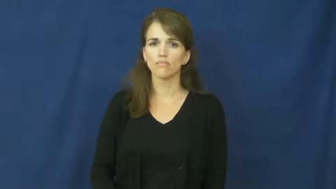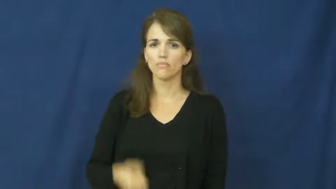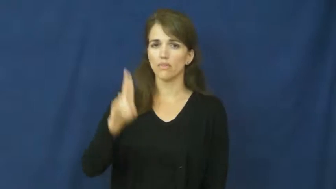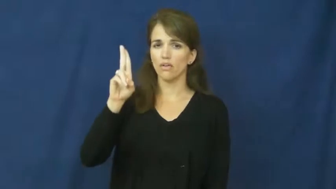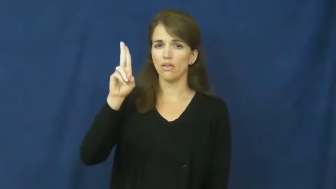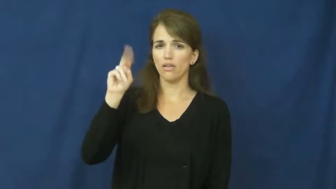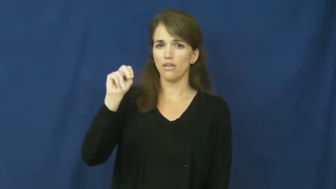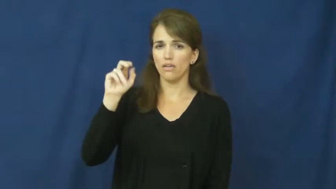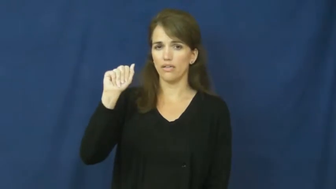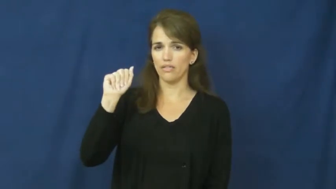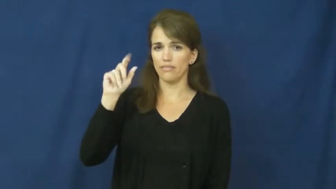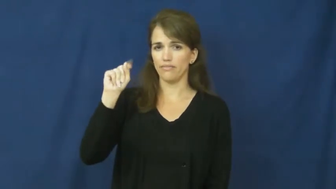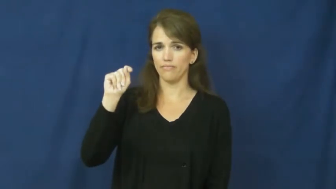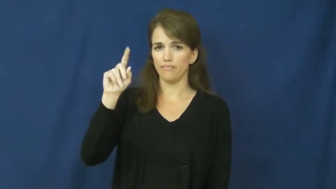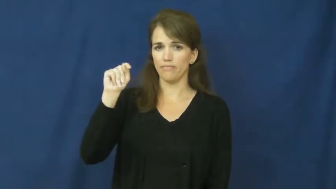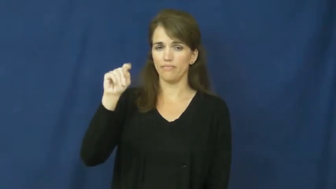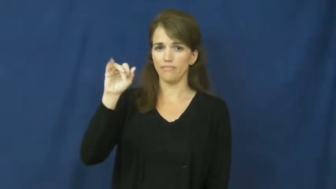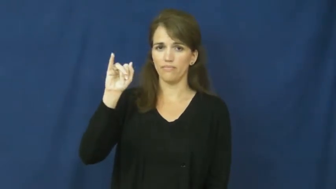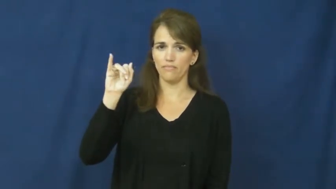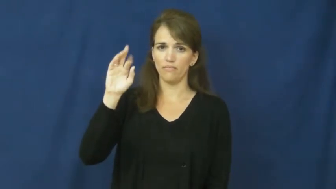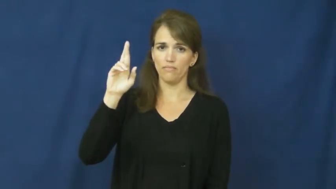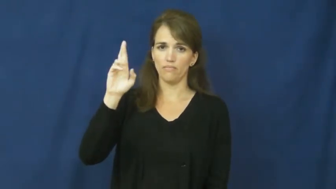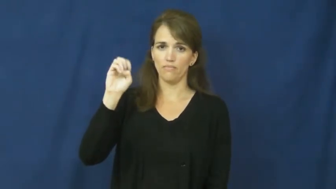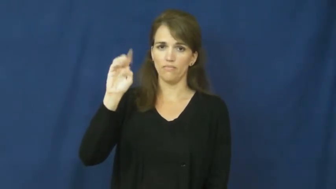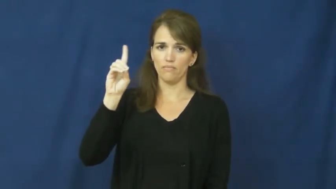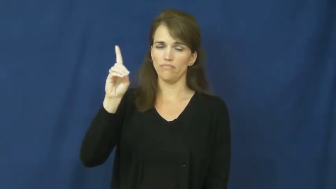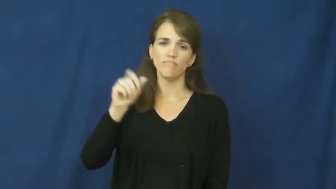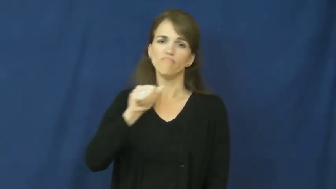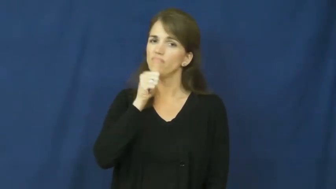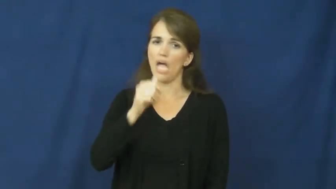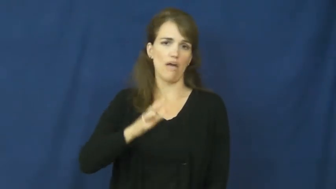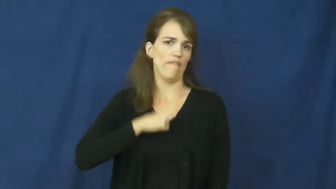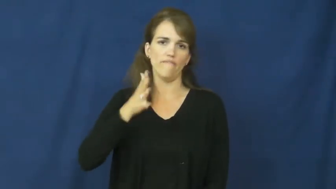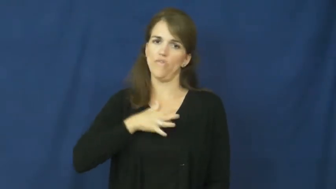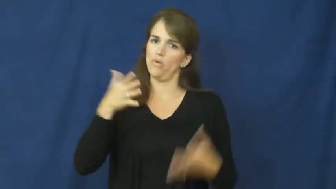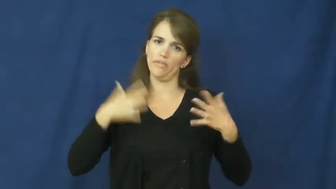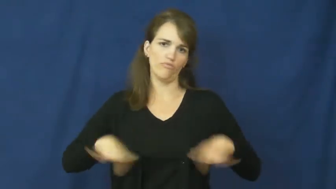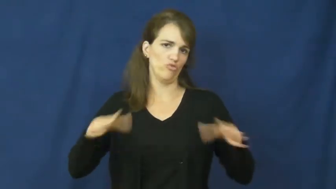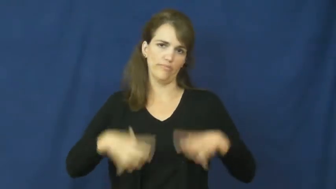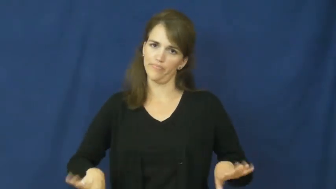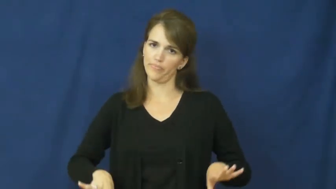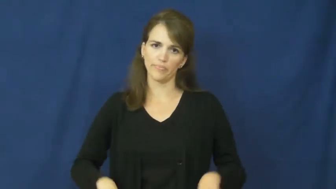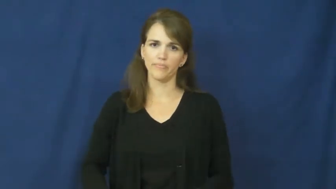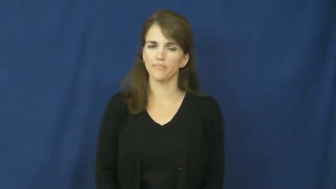unattired